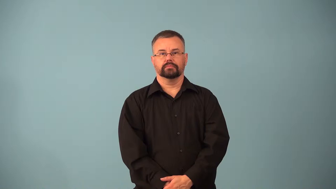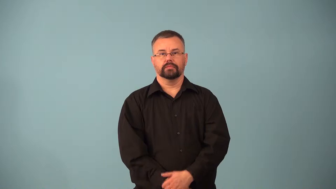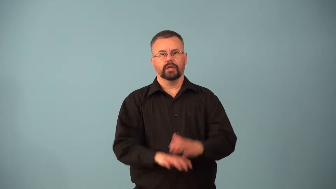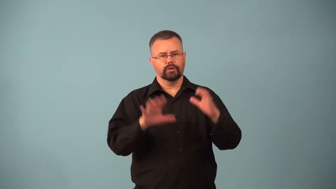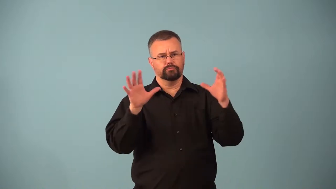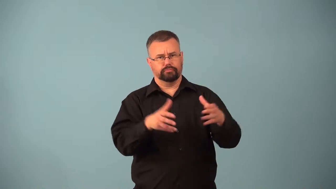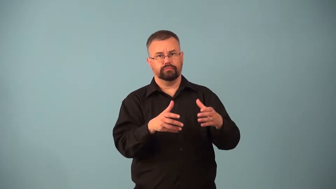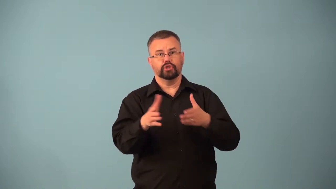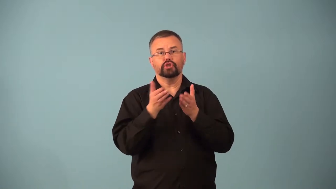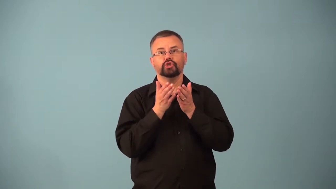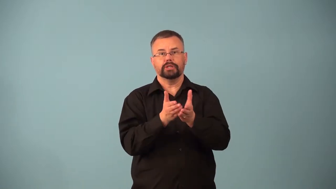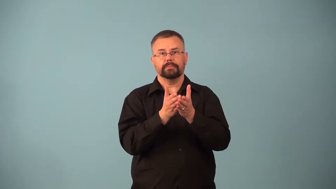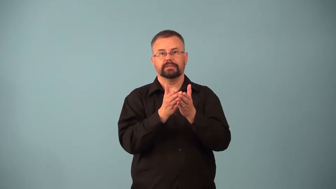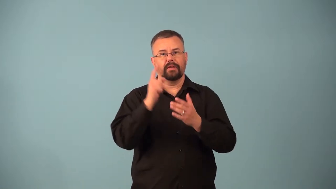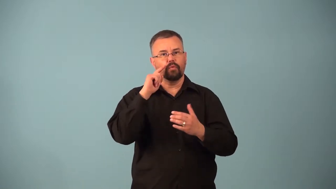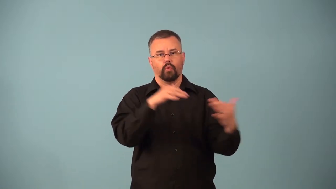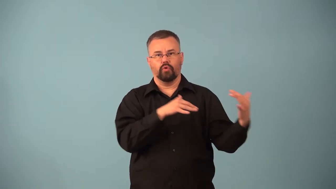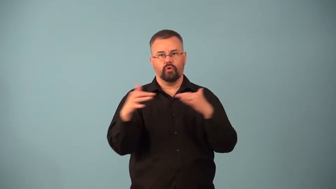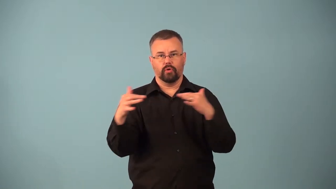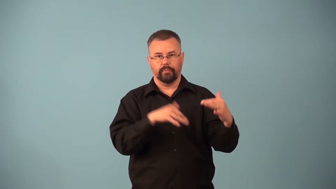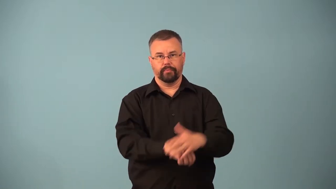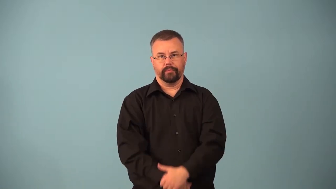armada